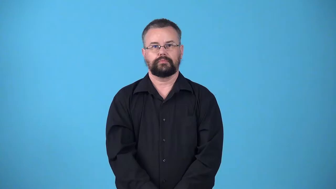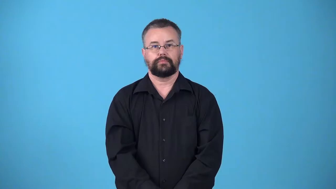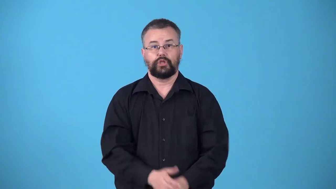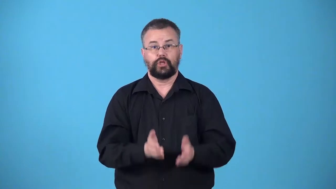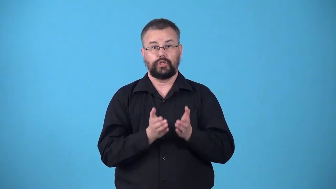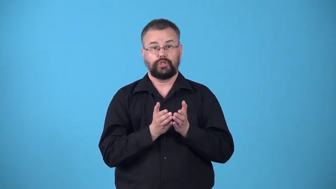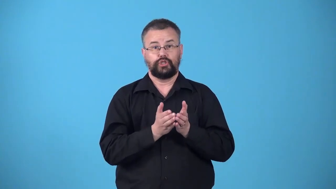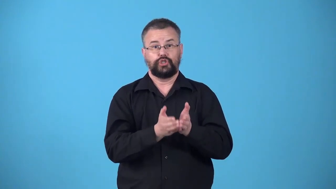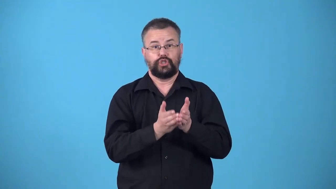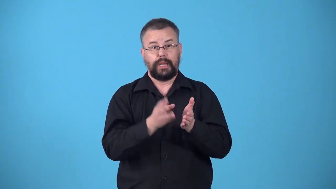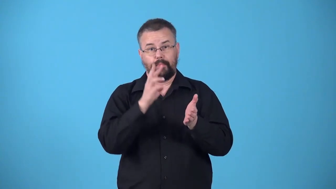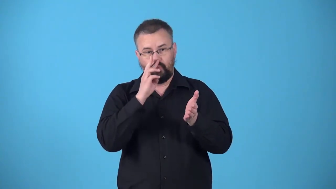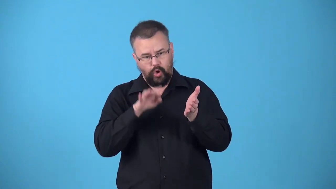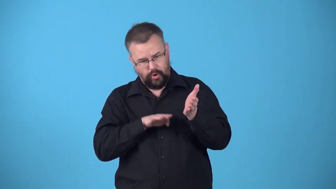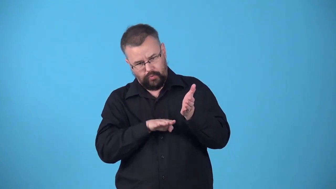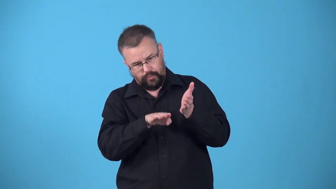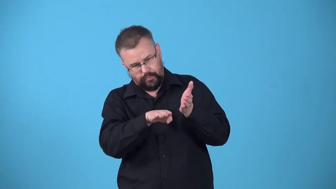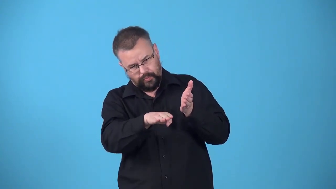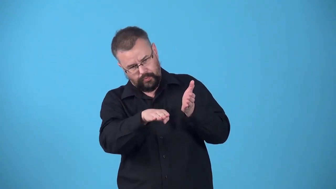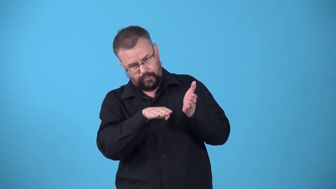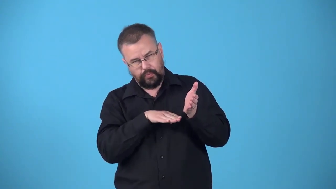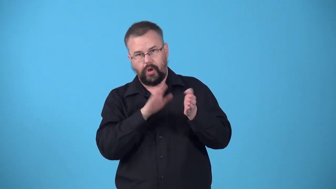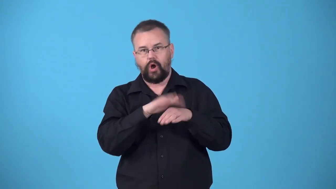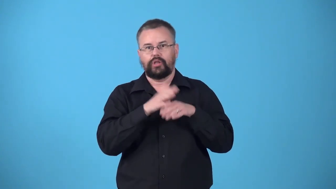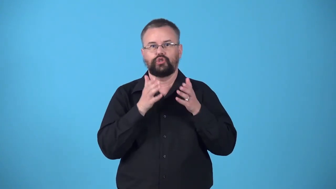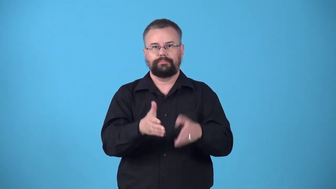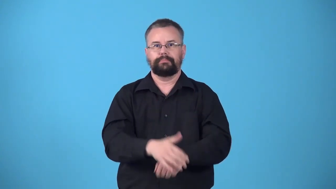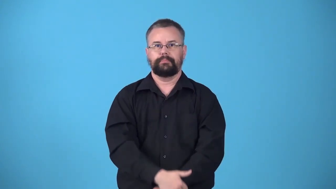waterline